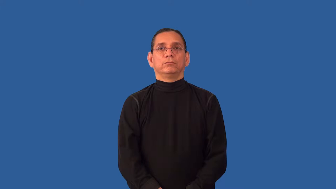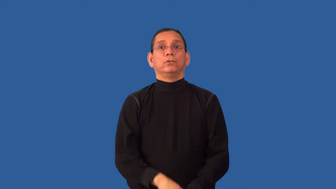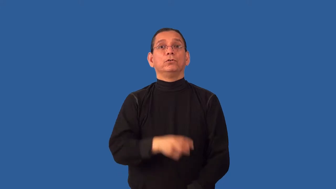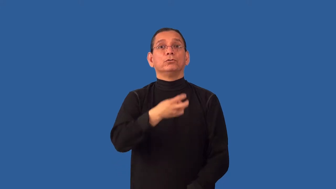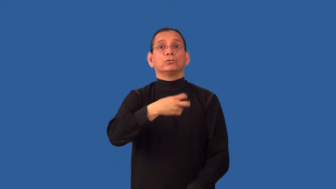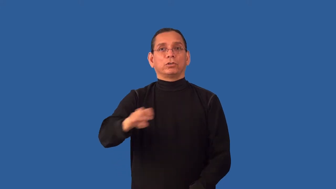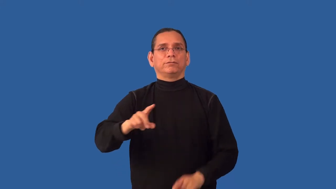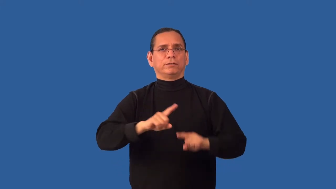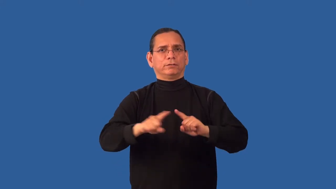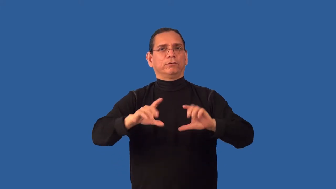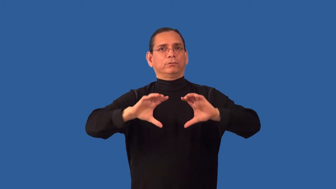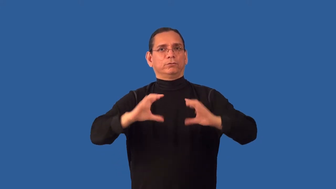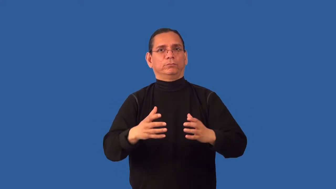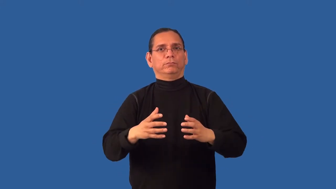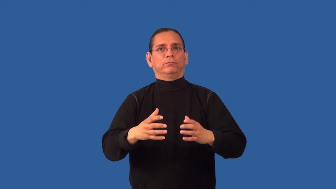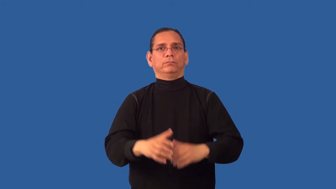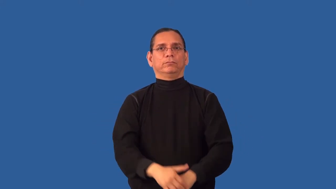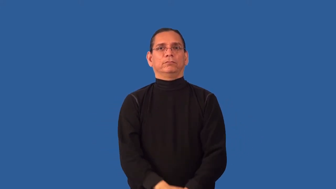reclassify